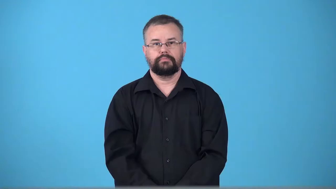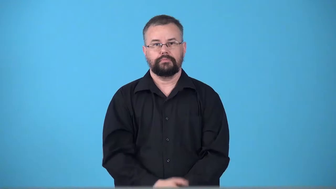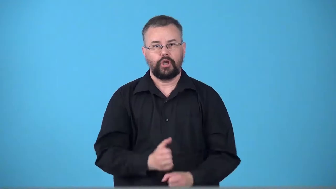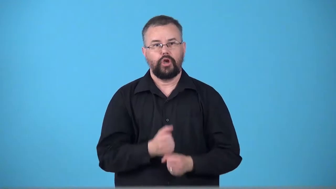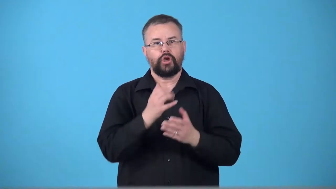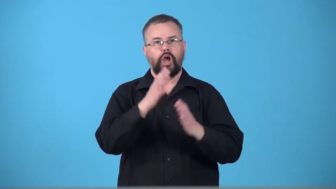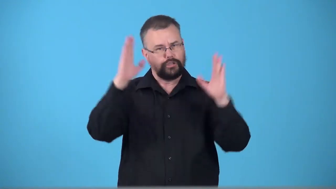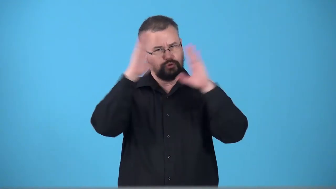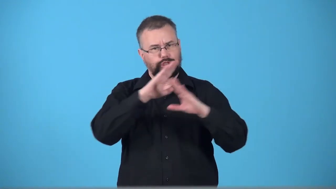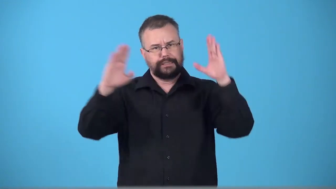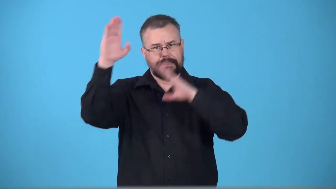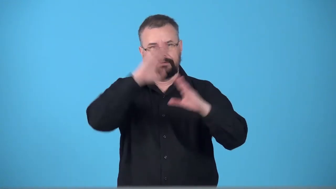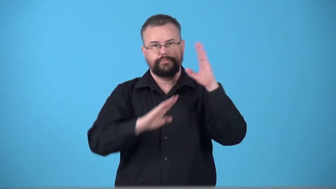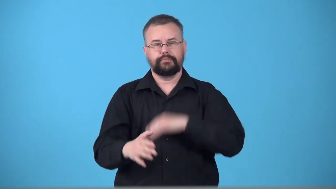trouble-cause a person trouble or worry